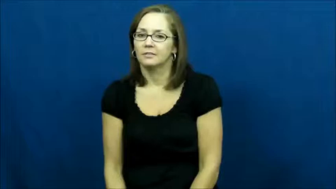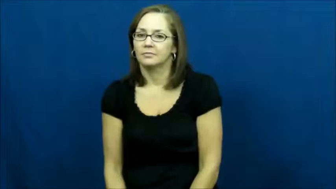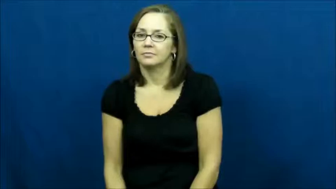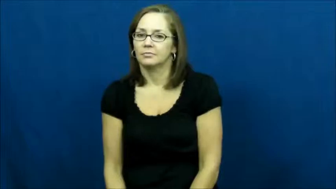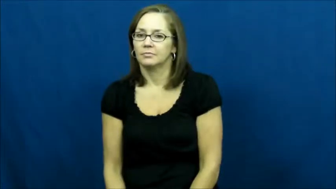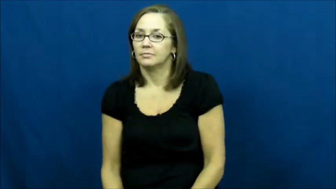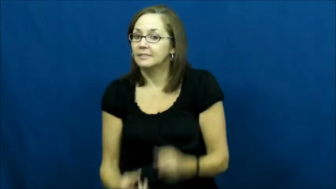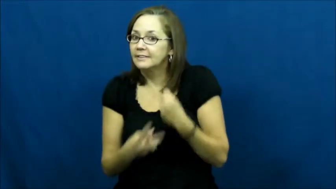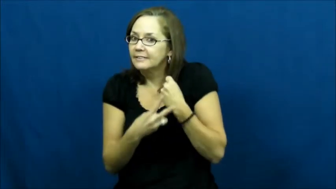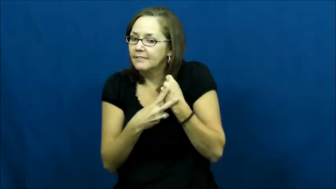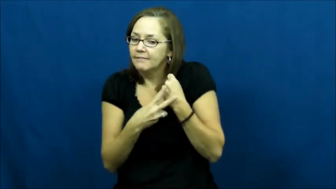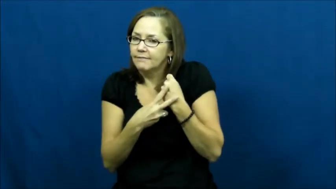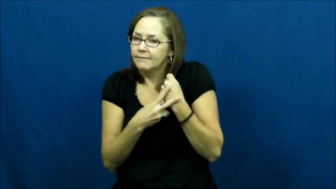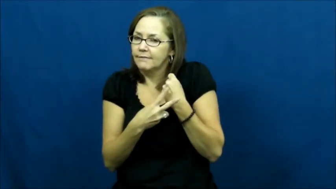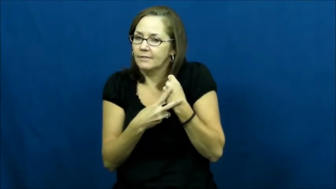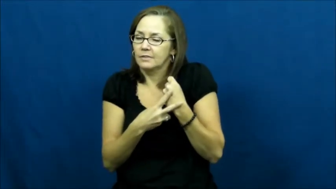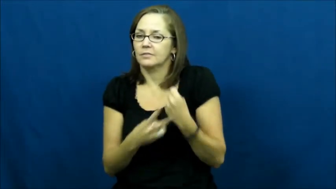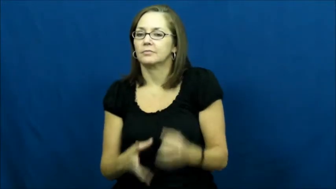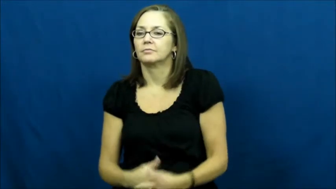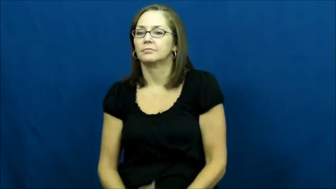save-computer